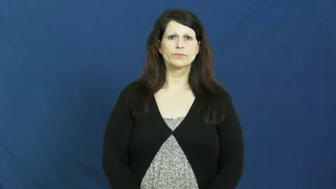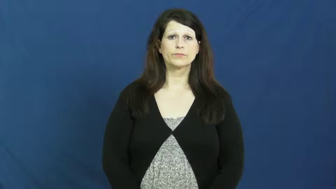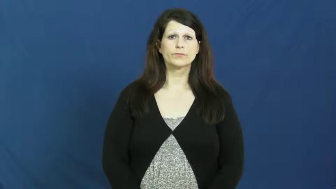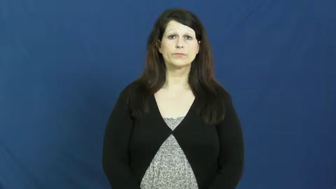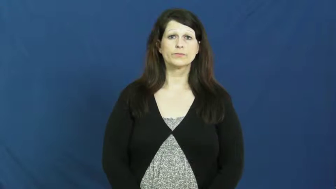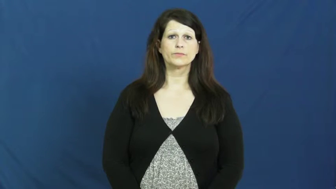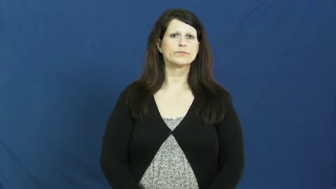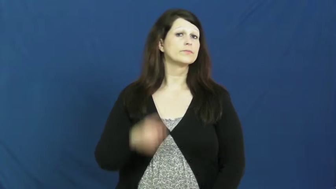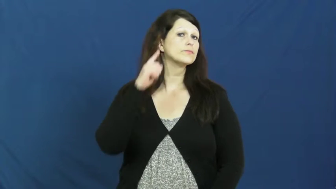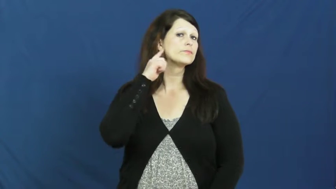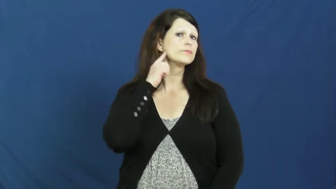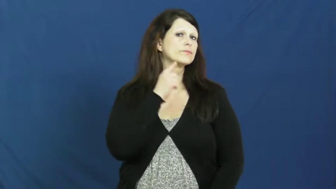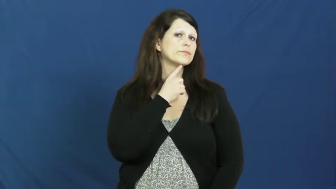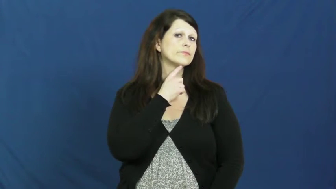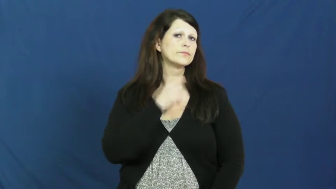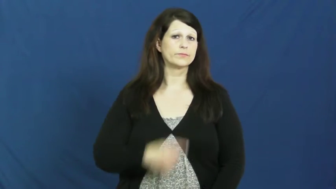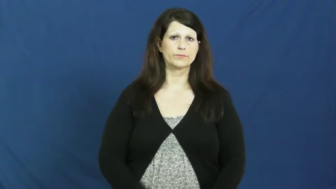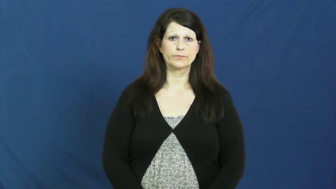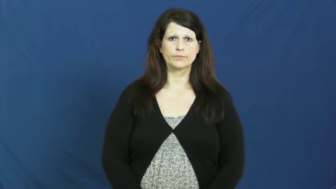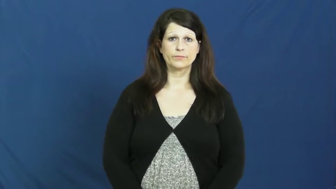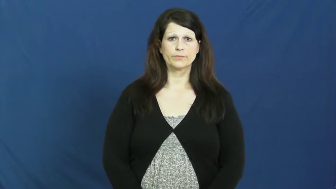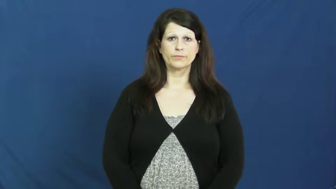jaw,mandible